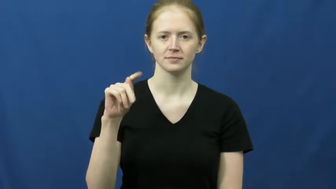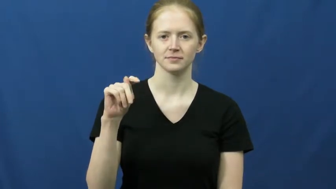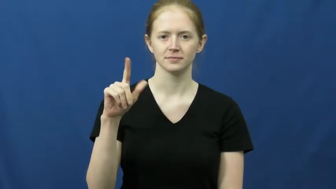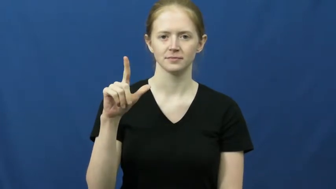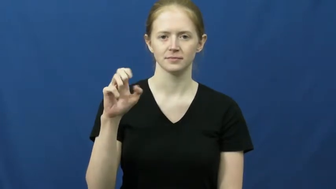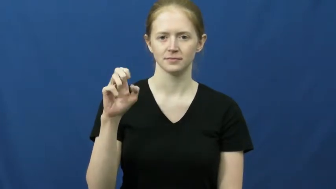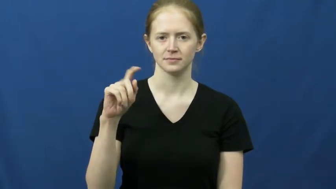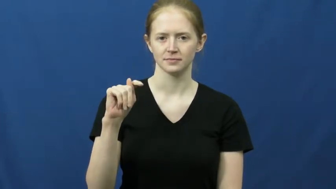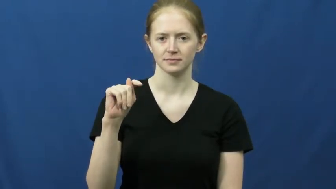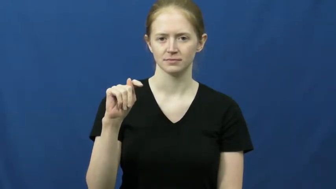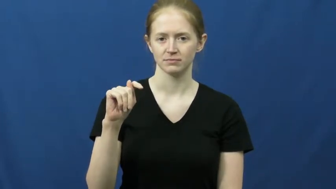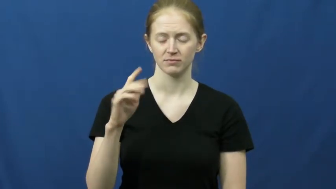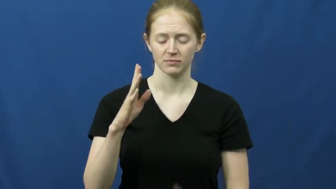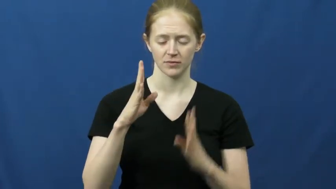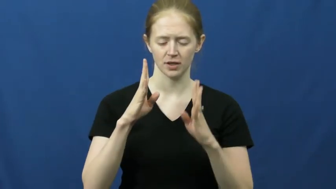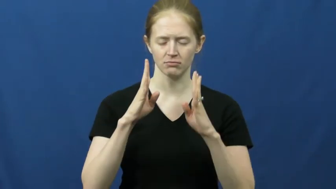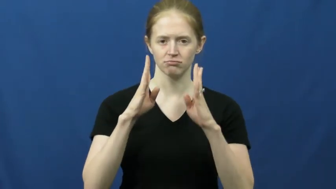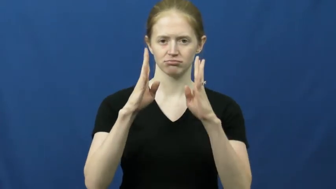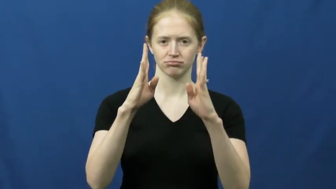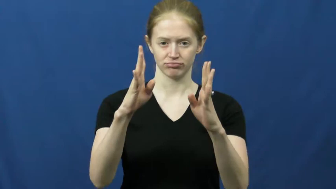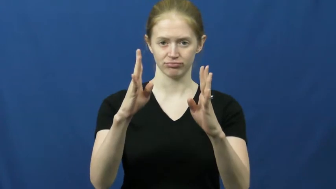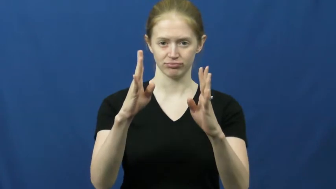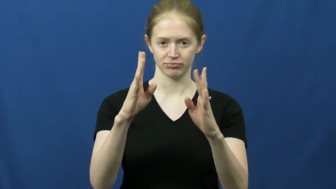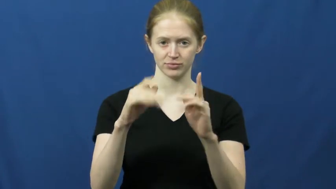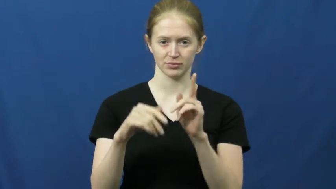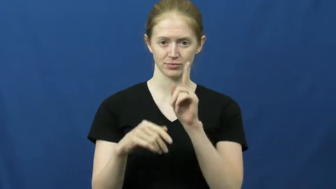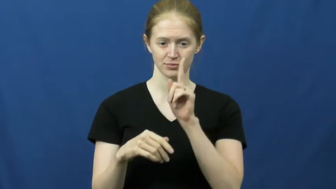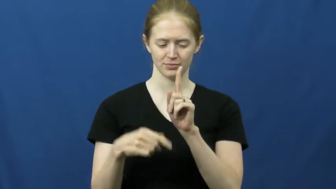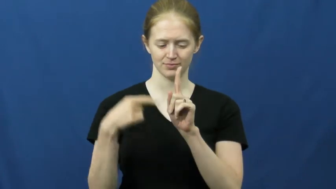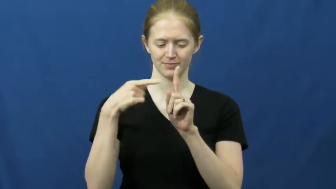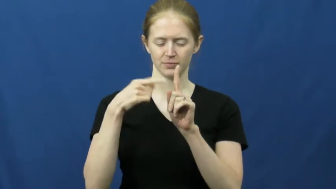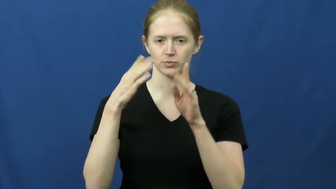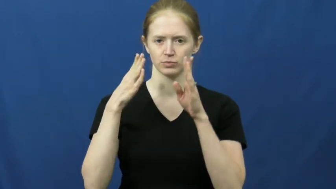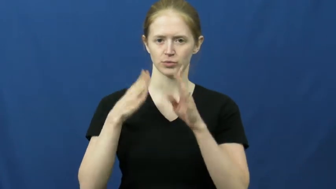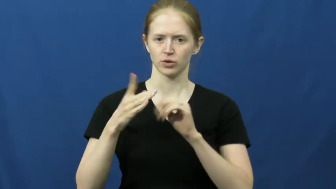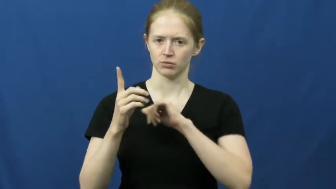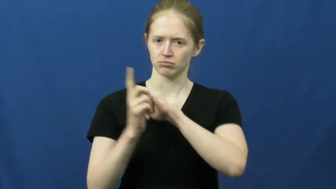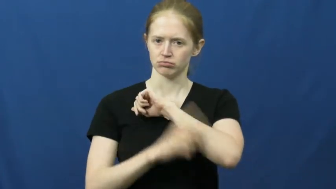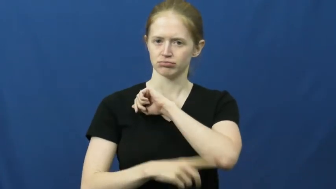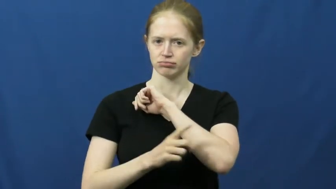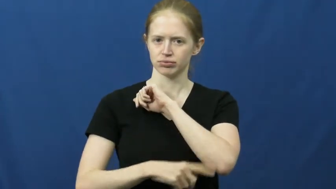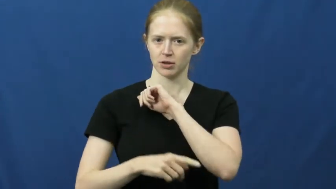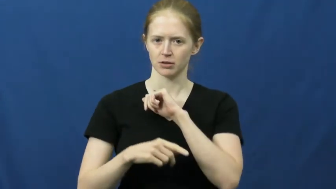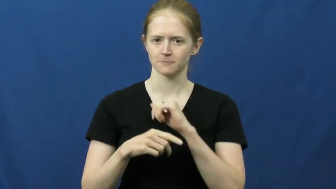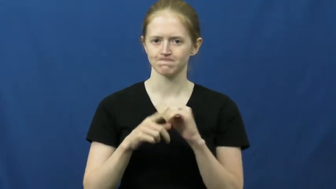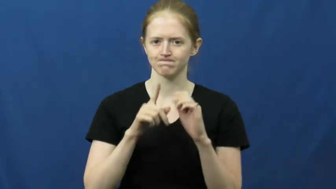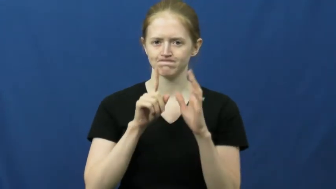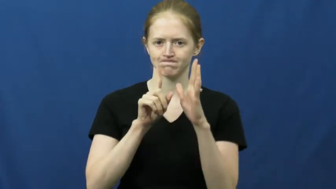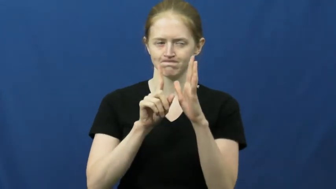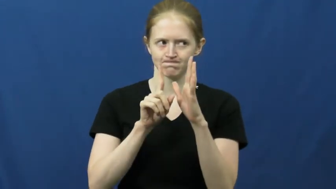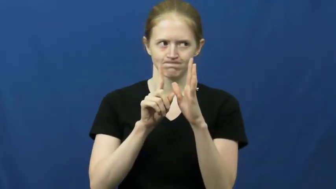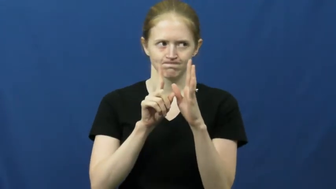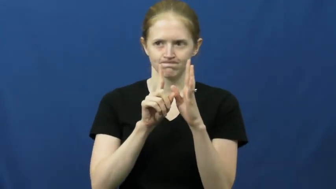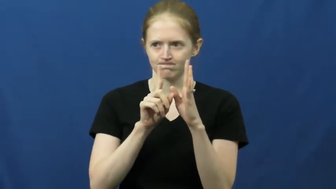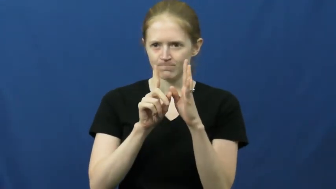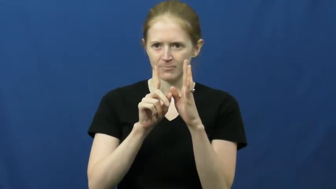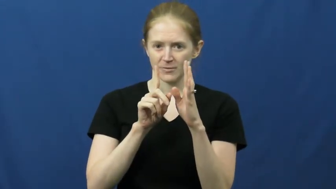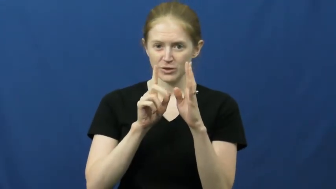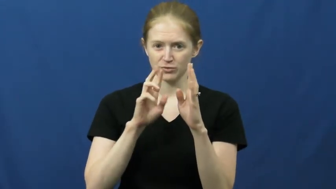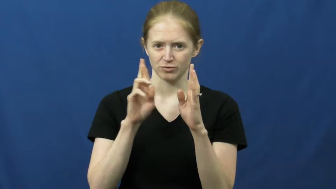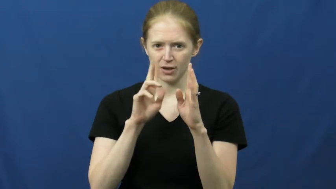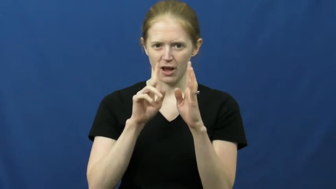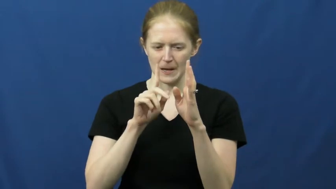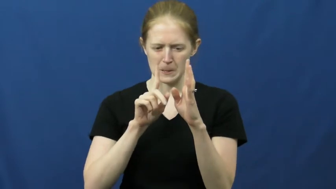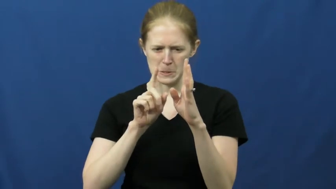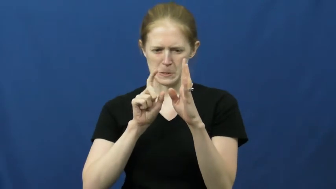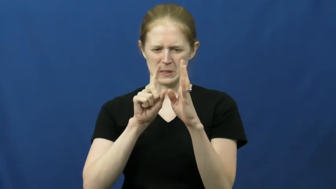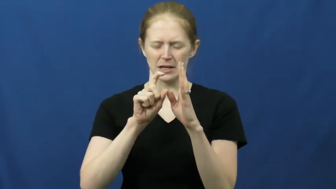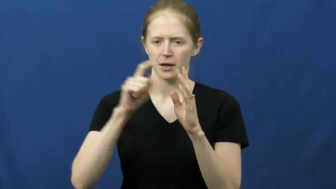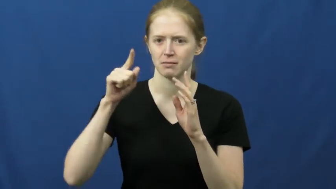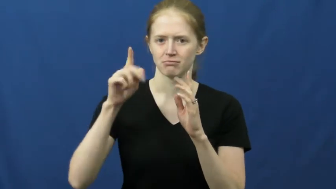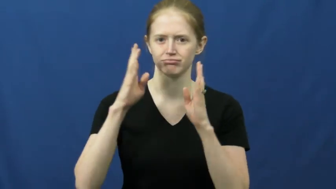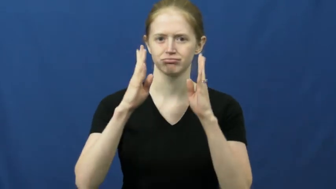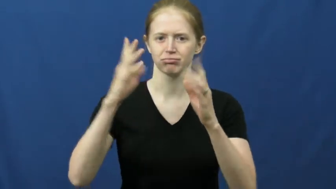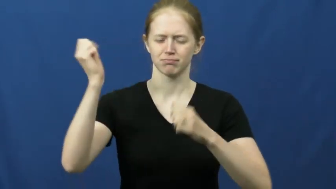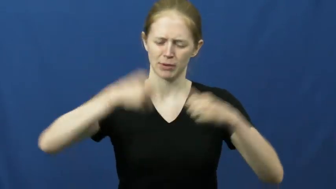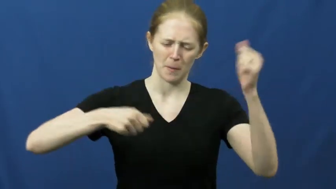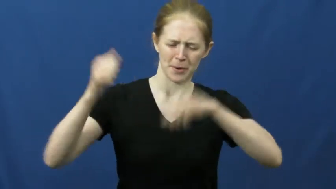gauntlet-row